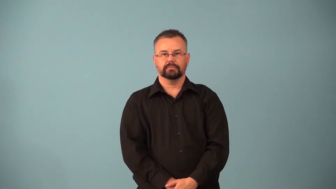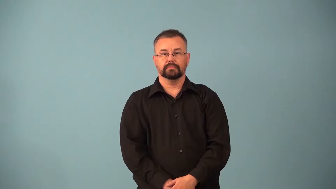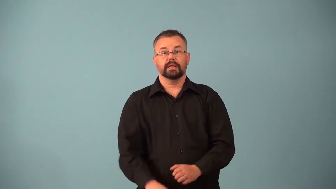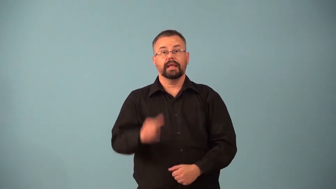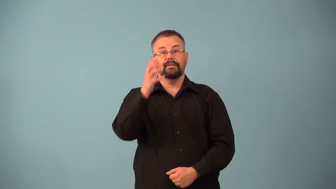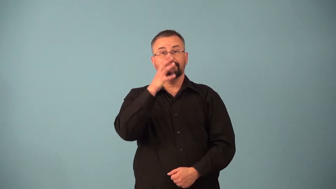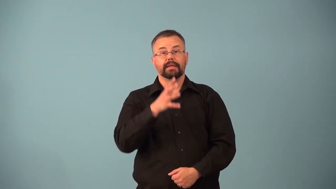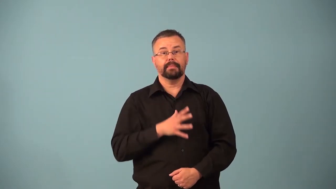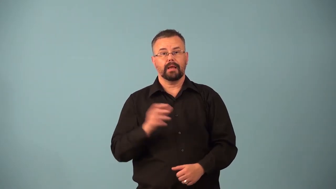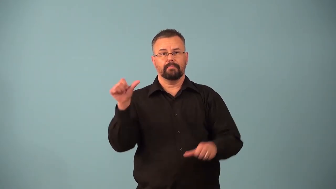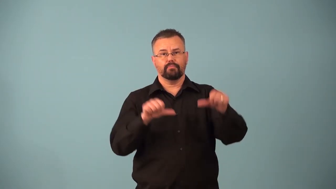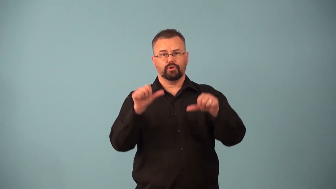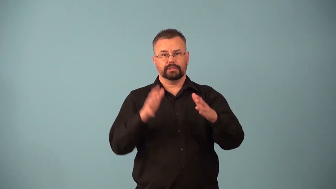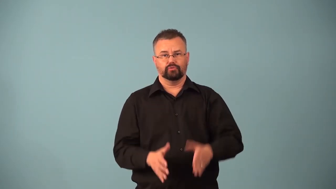barmaid